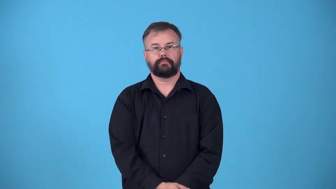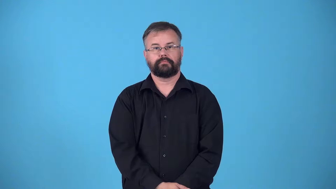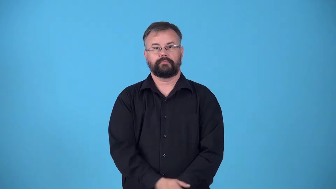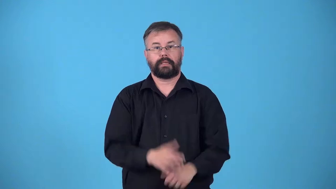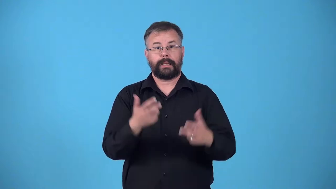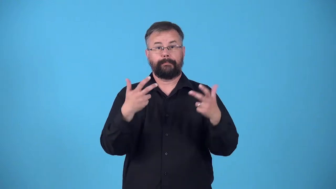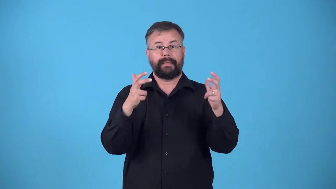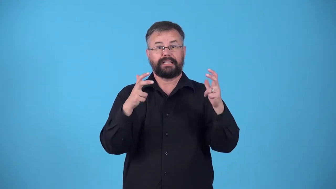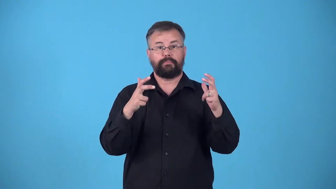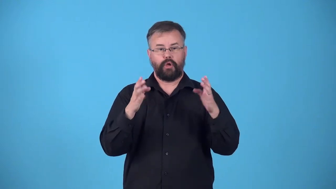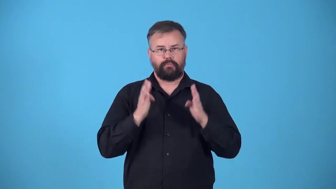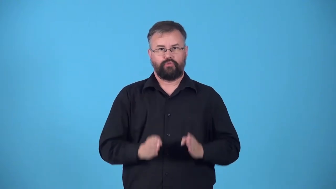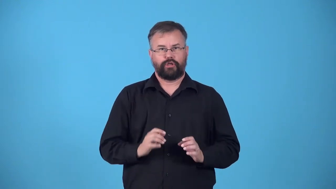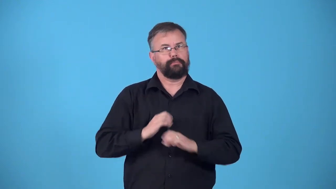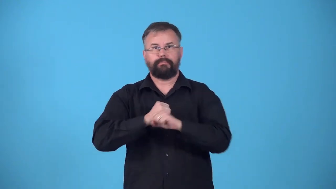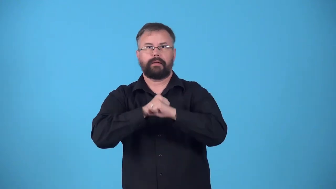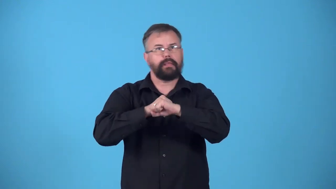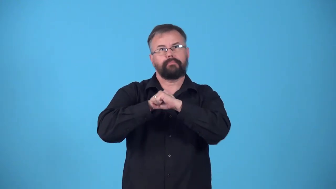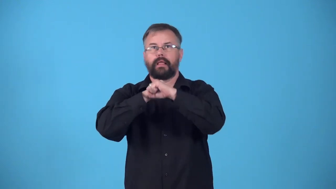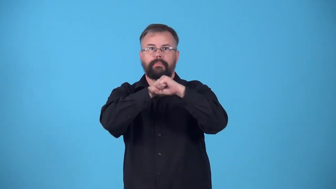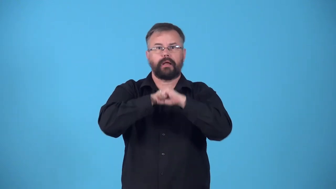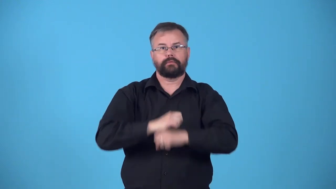pick-sports